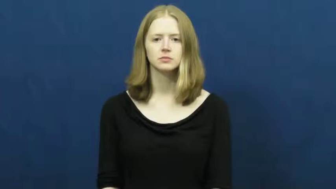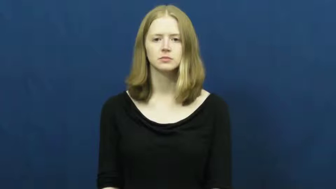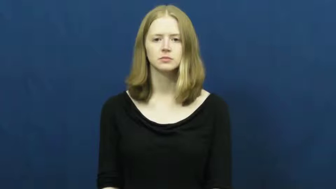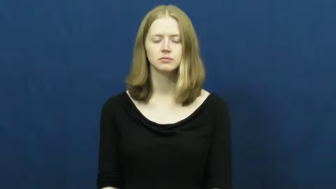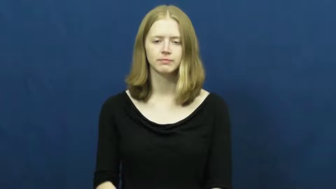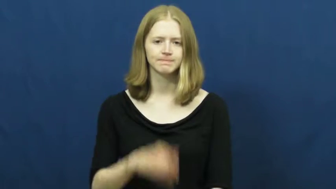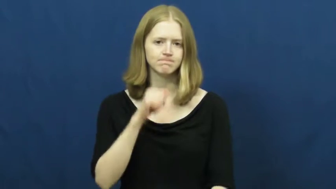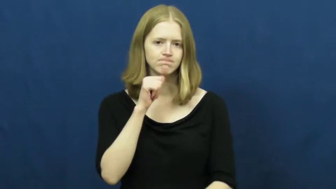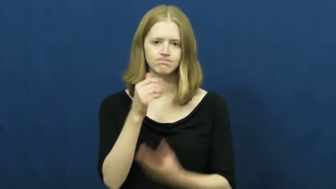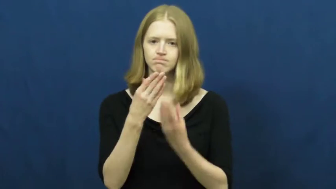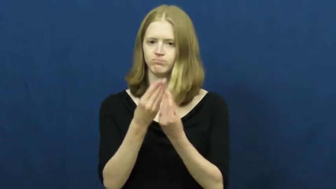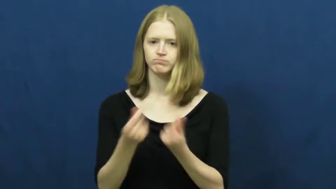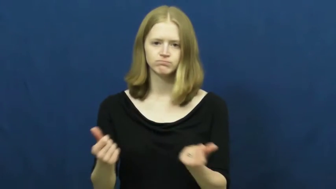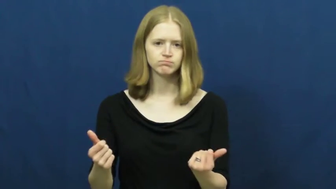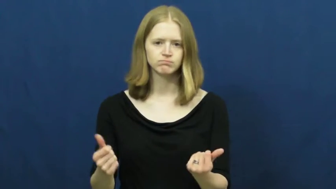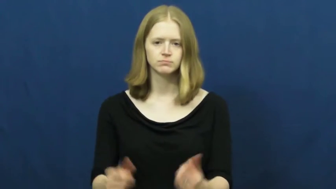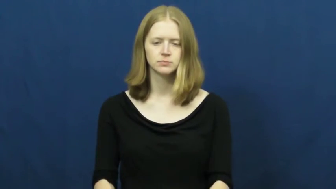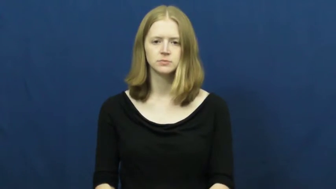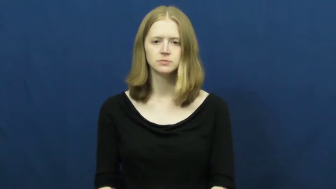unsolved